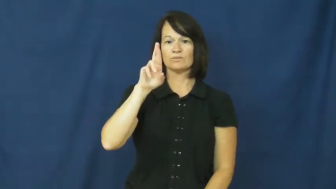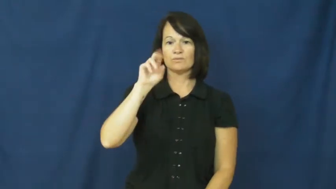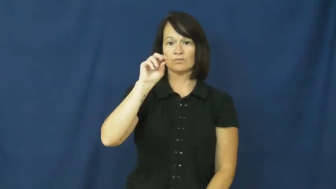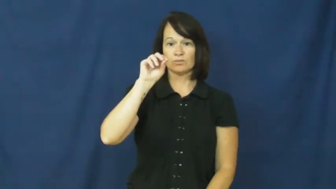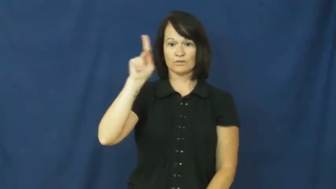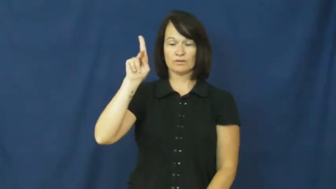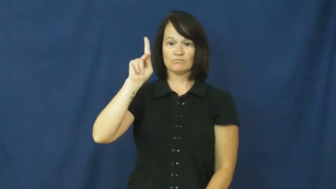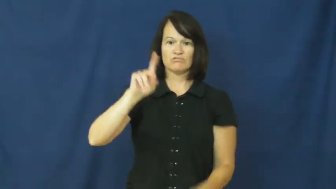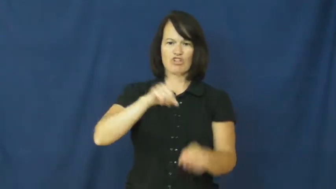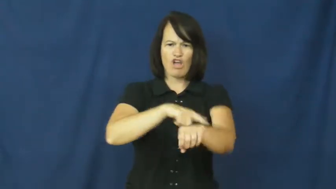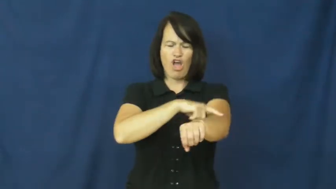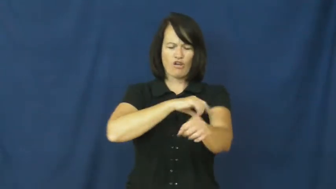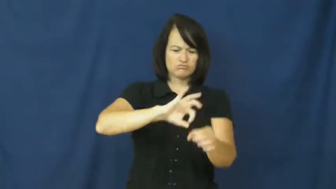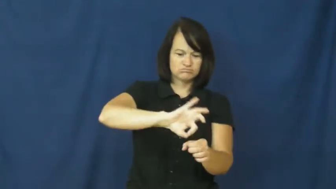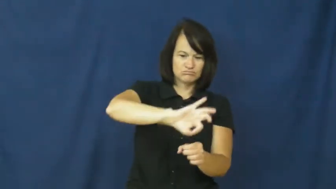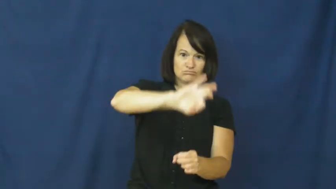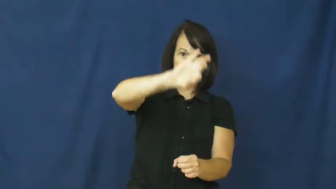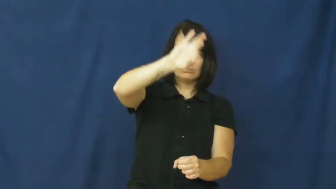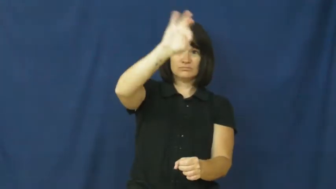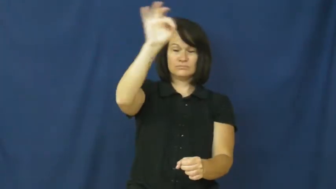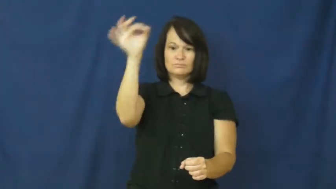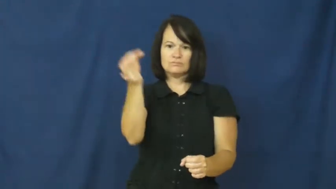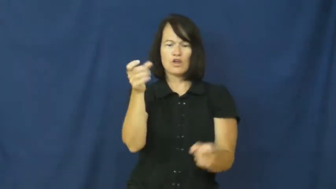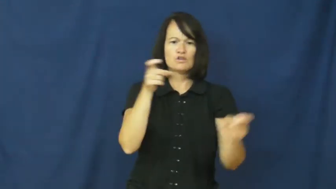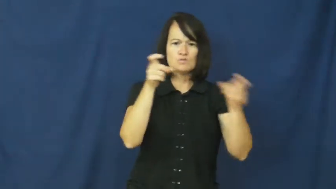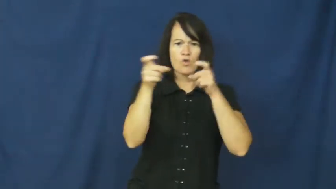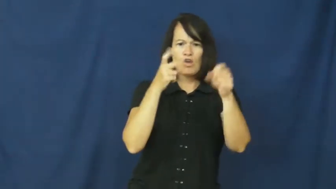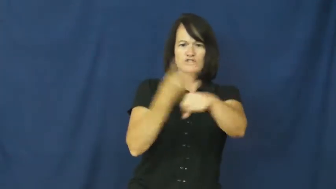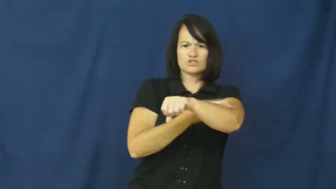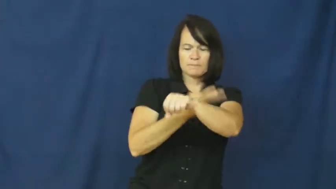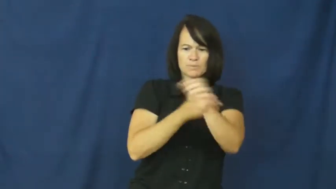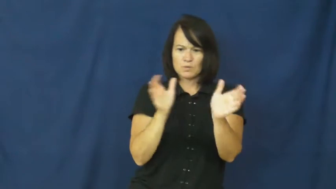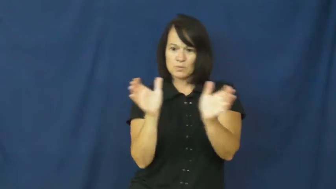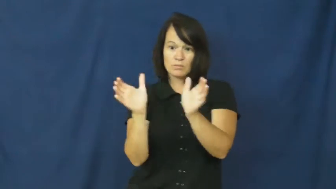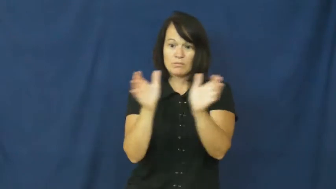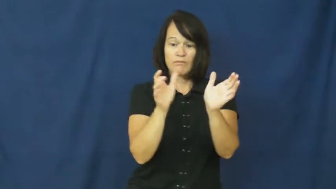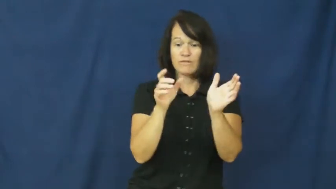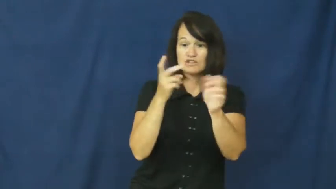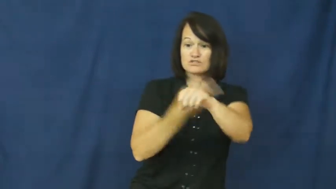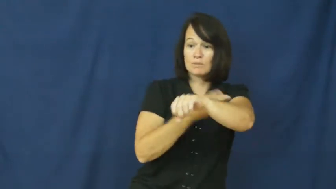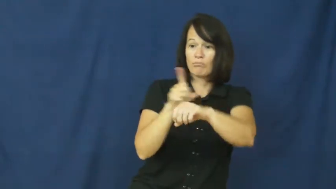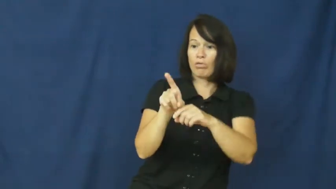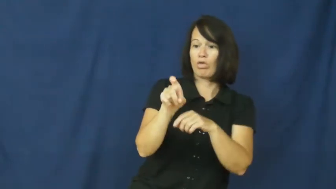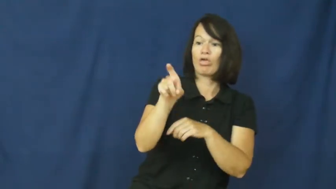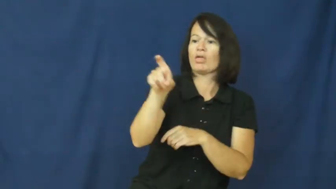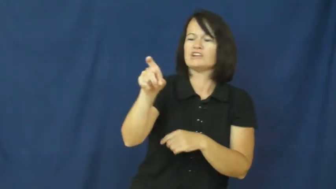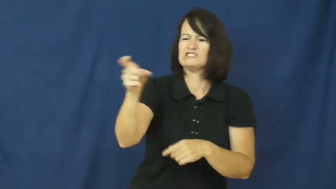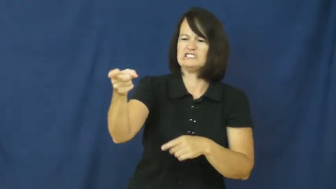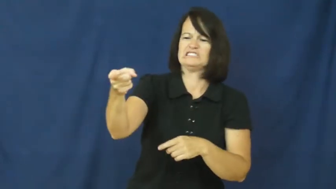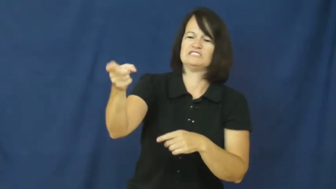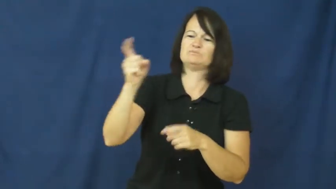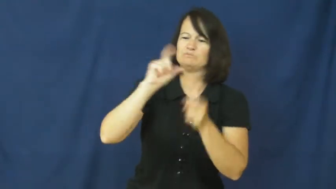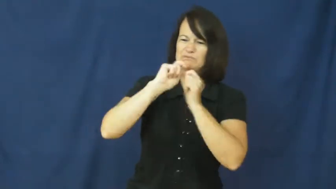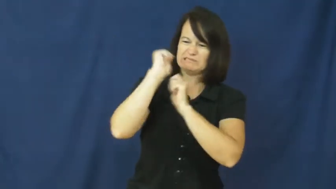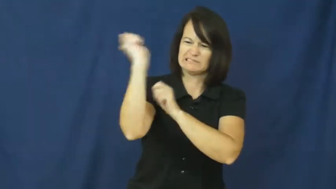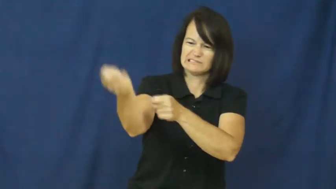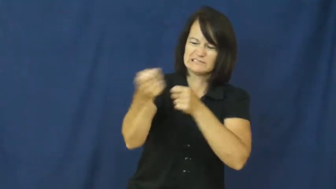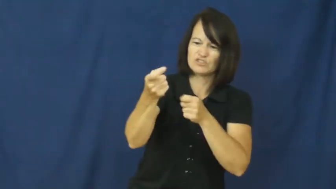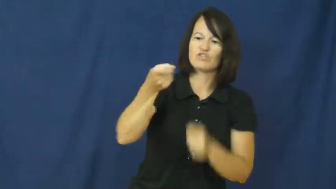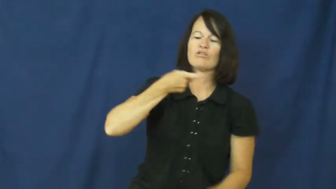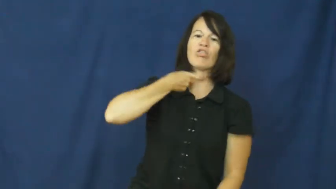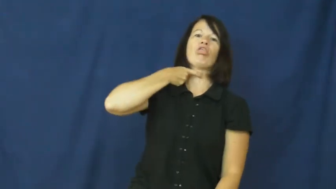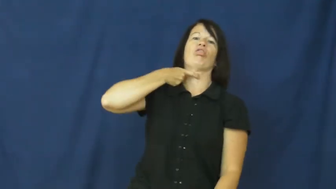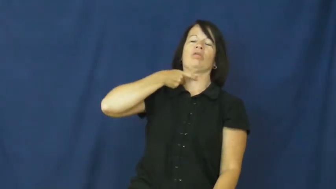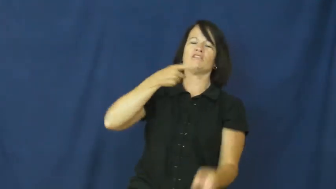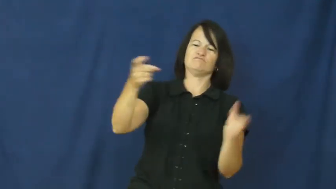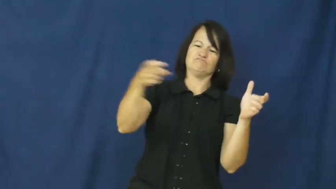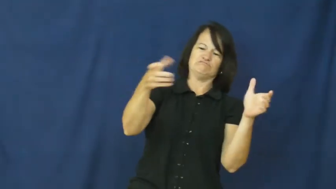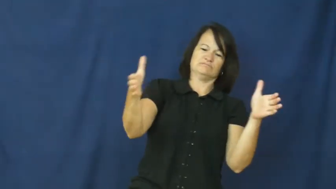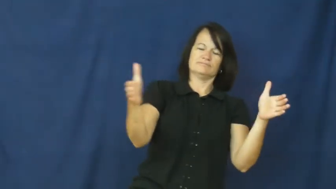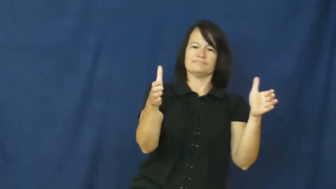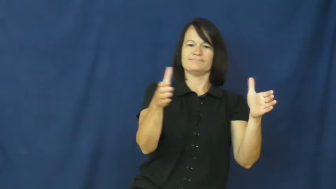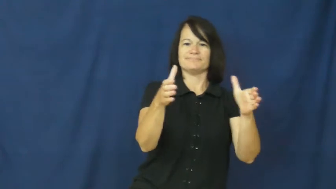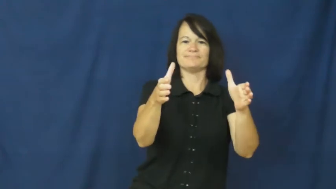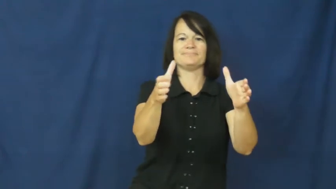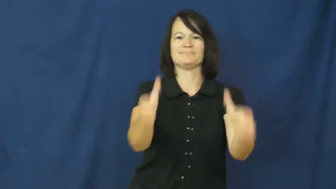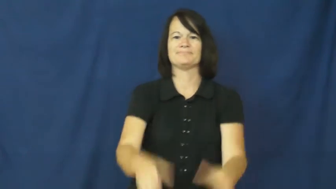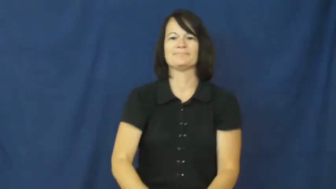crook-hook